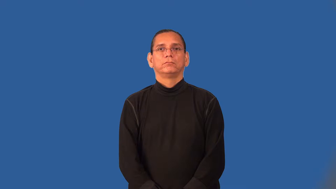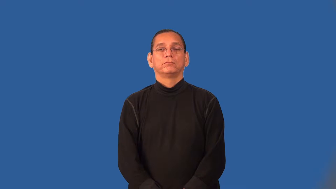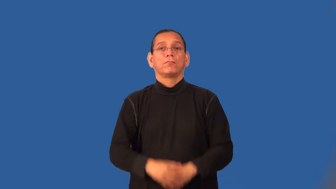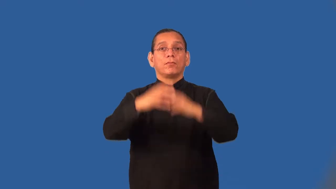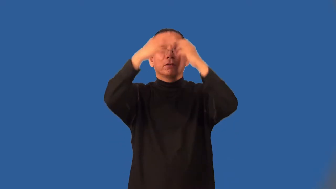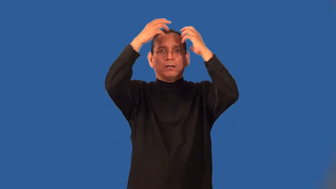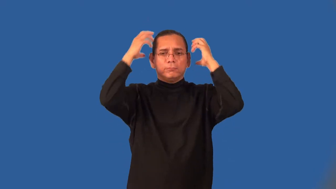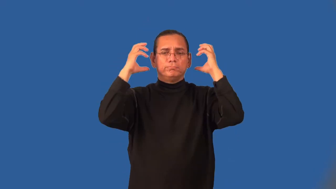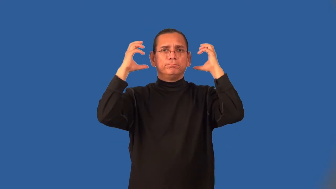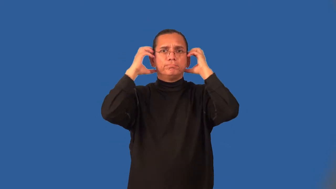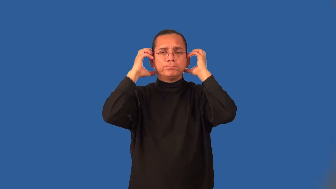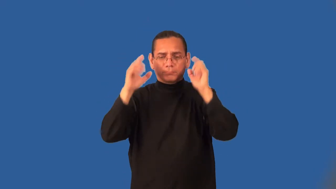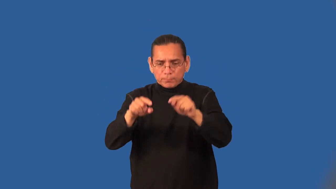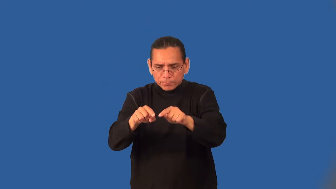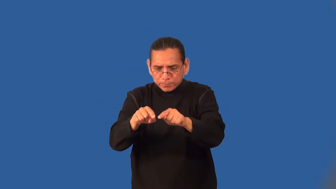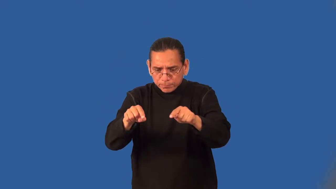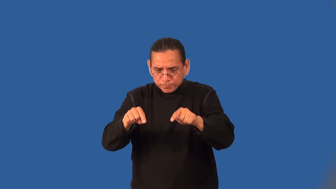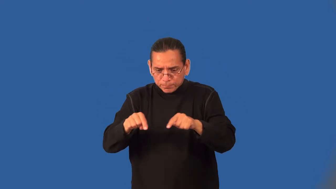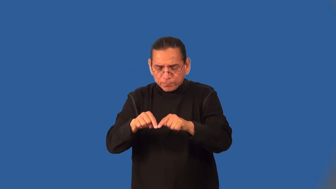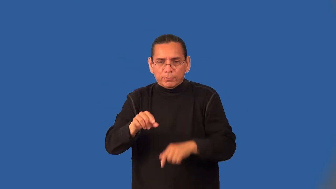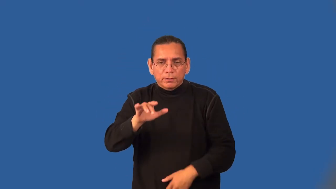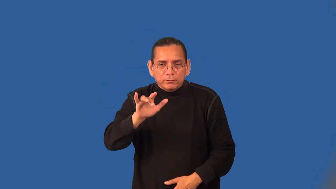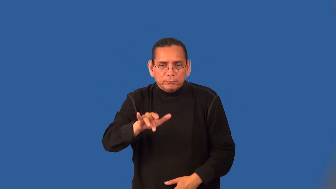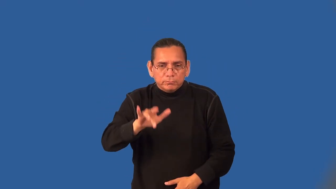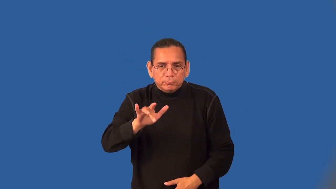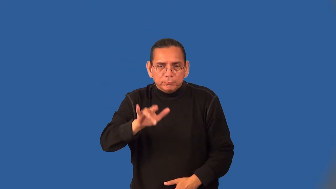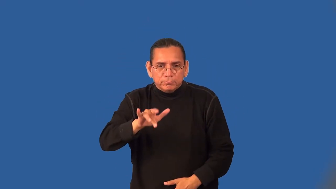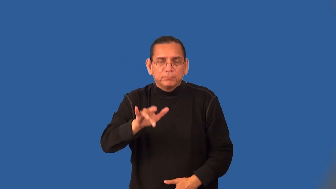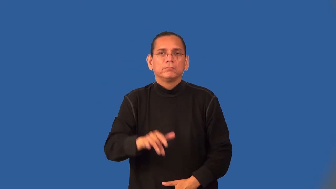telegraph